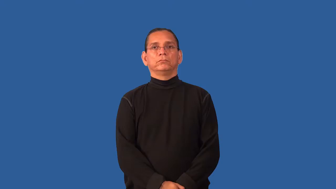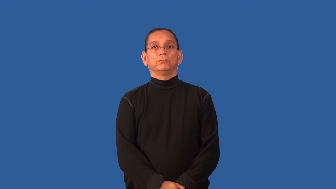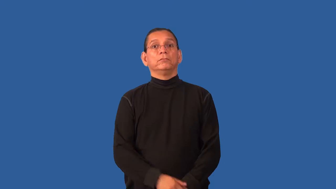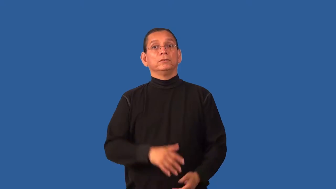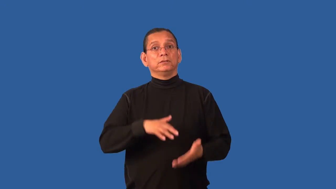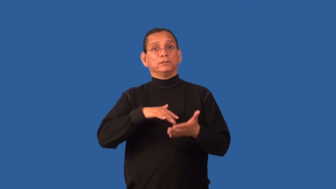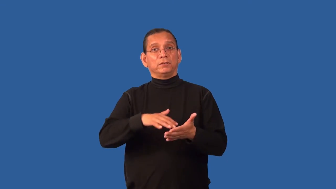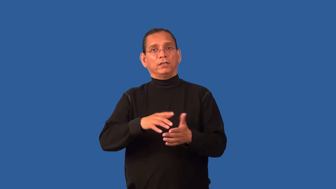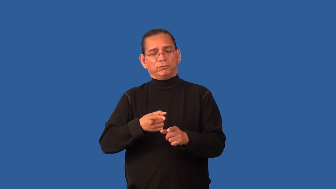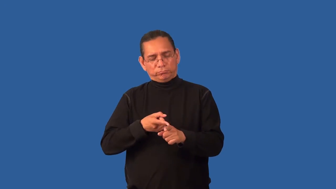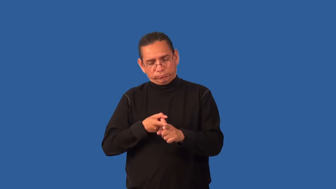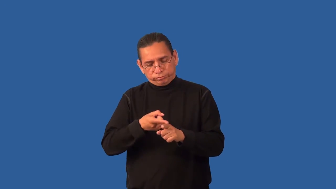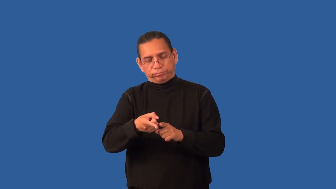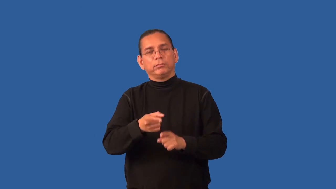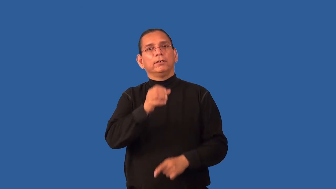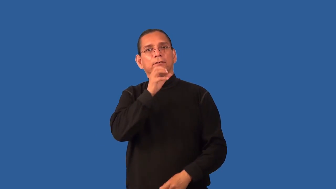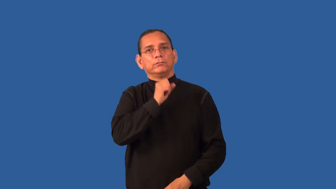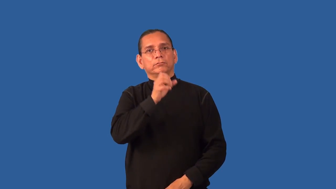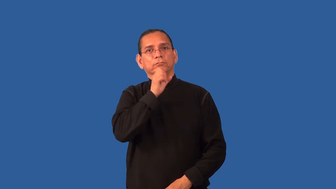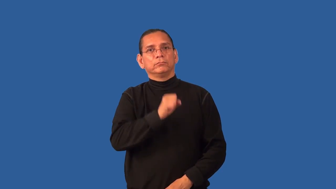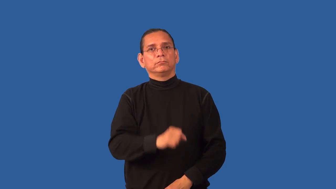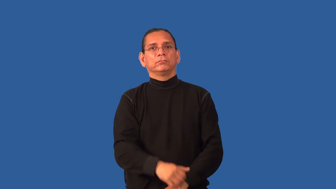gerontology